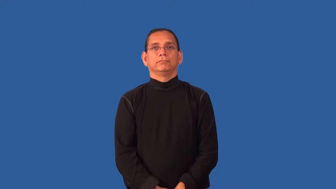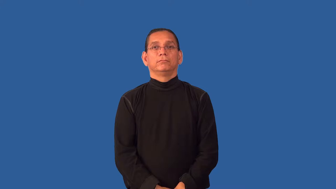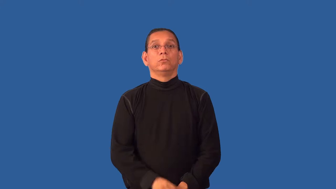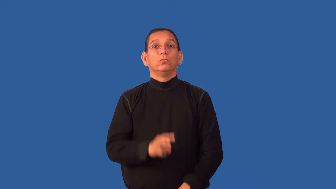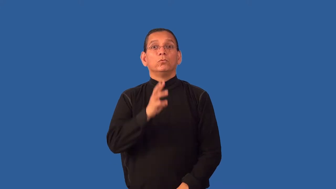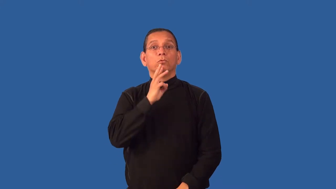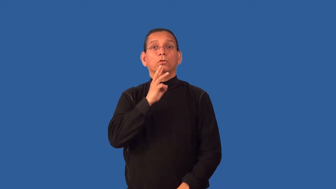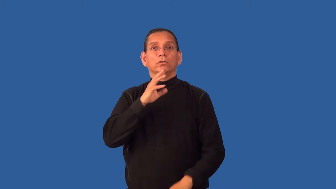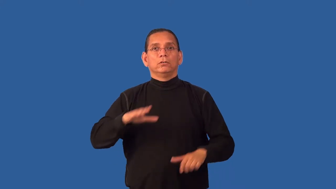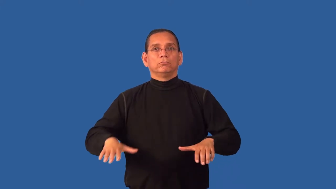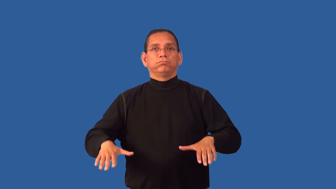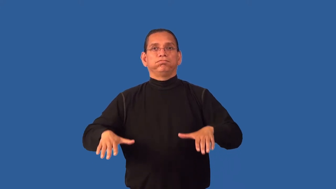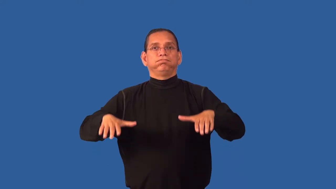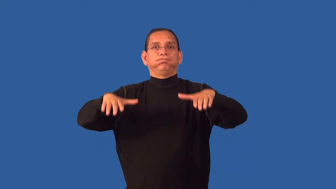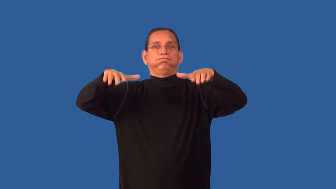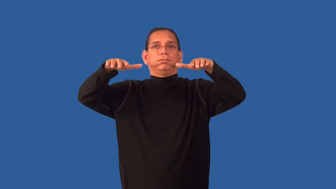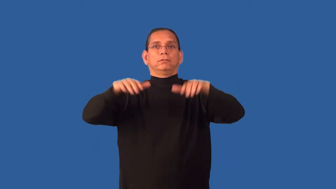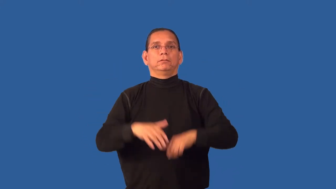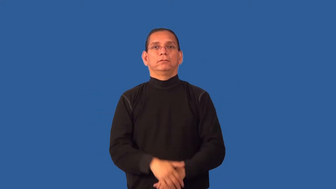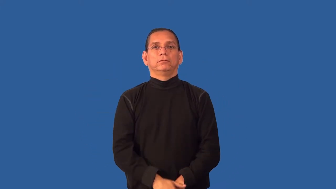flood,inundate-water